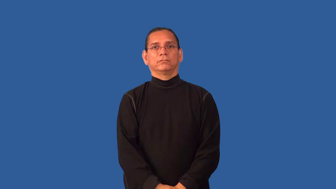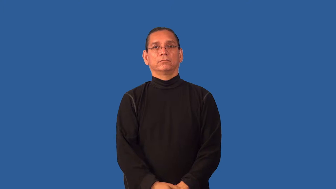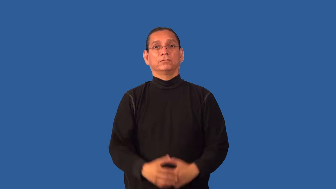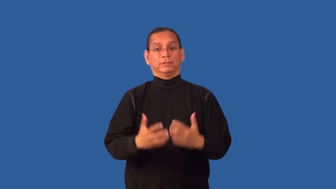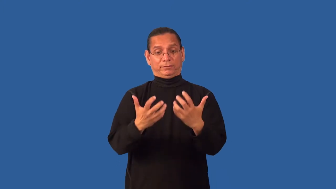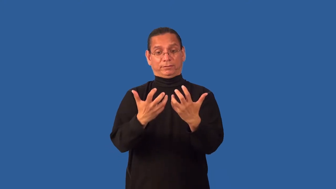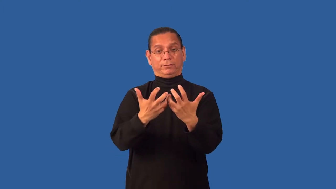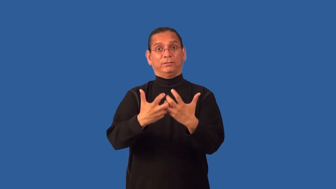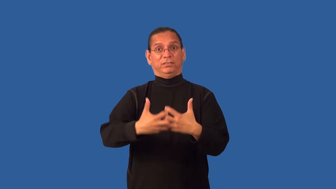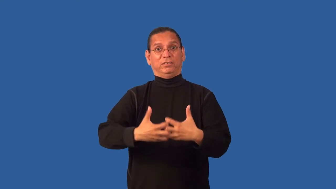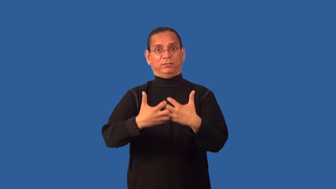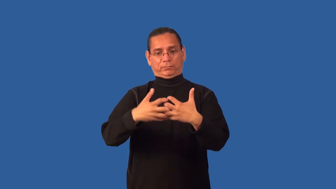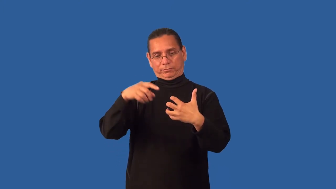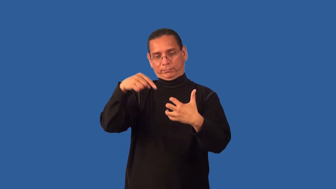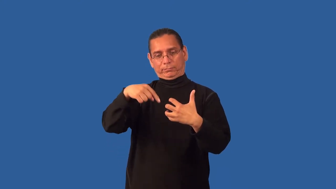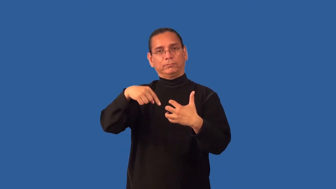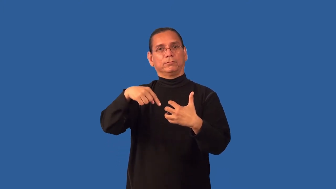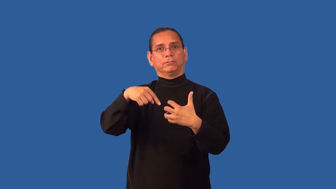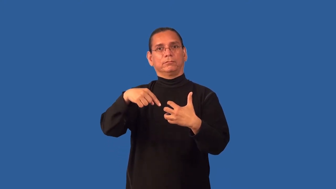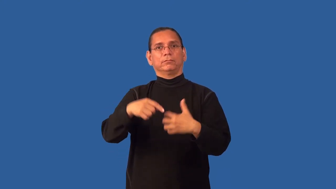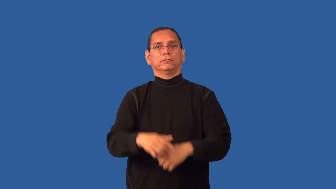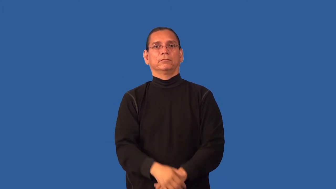gear,sprocket,cog-machine